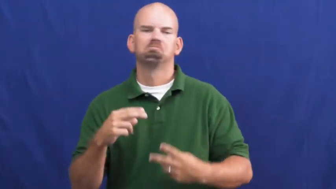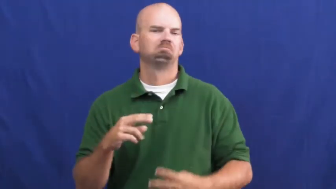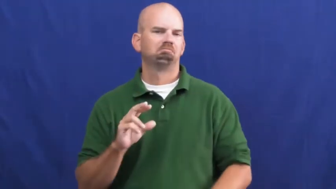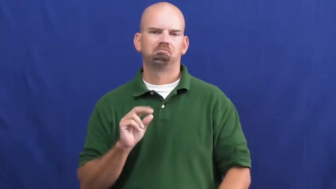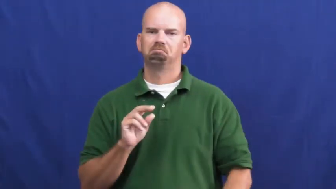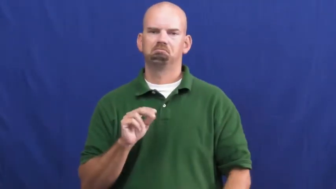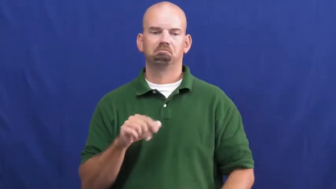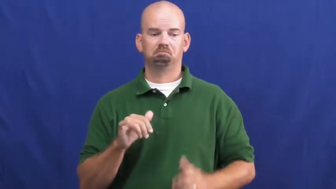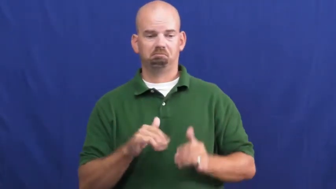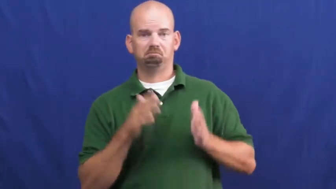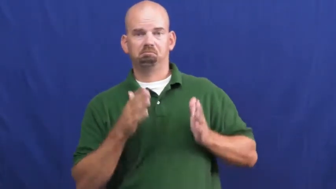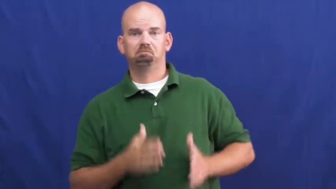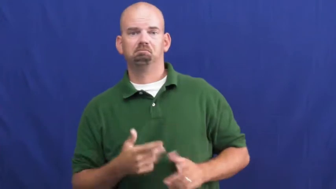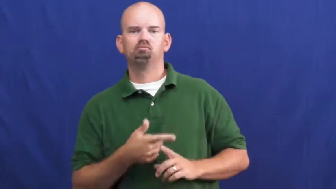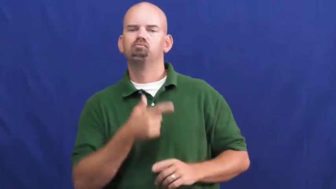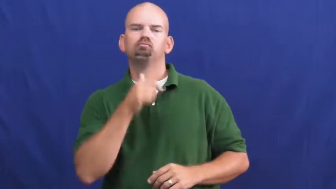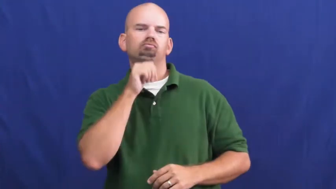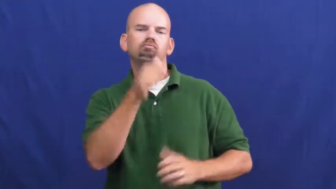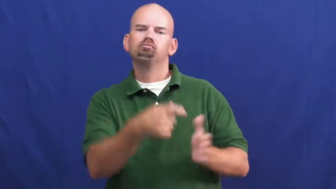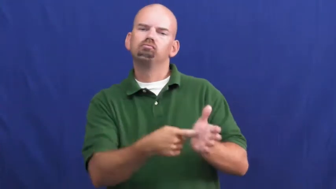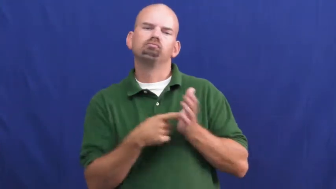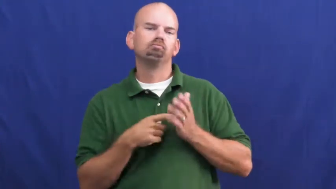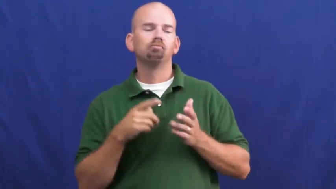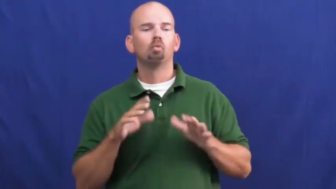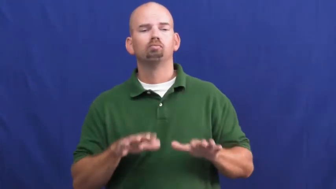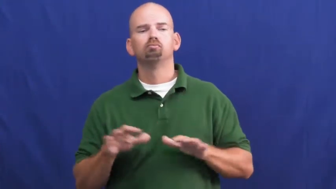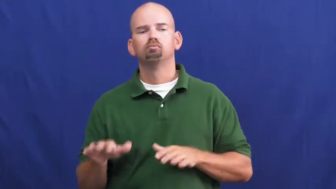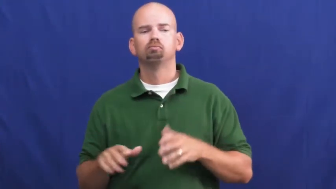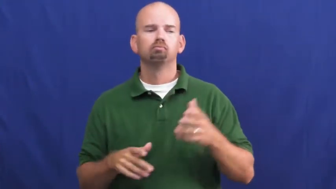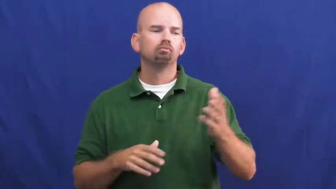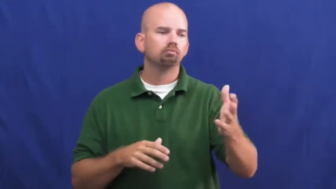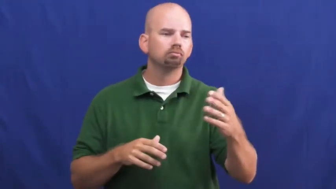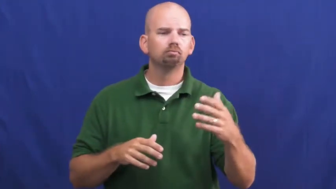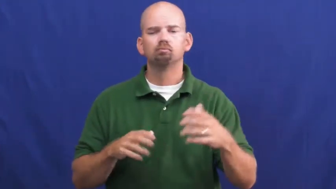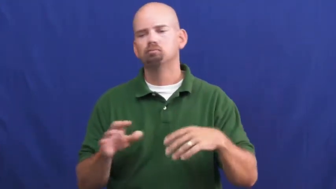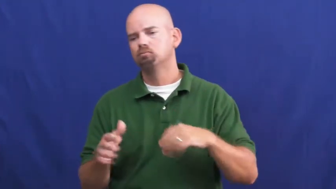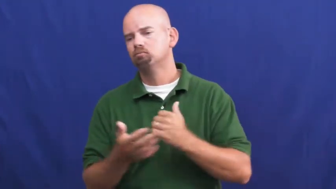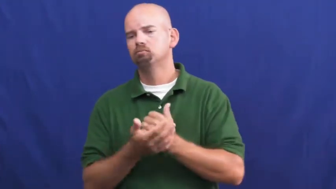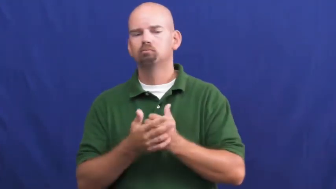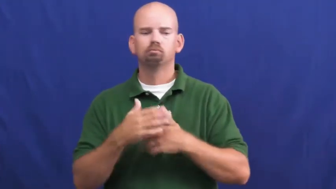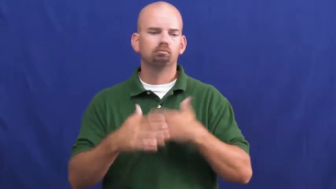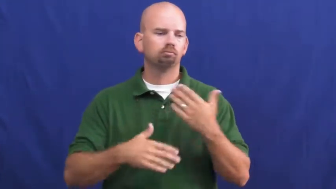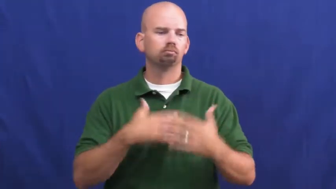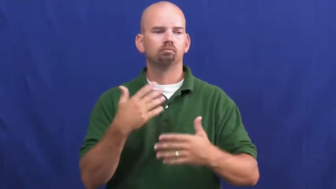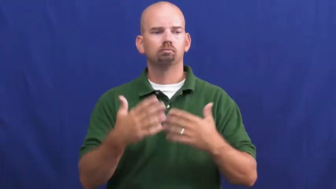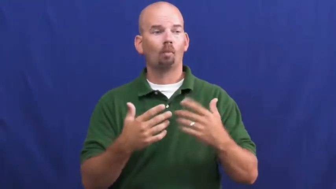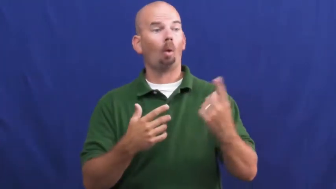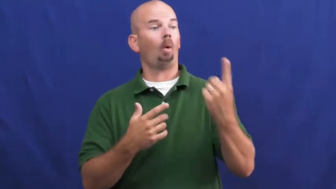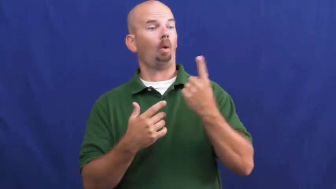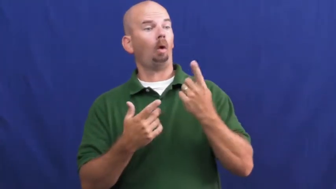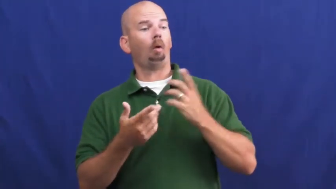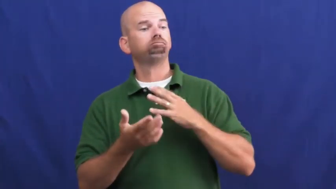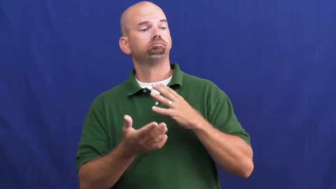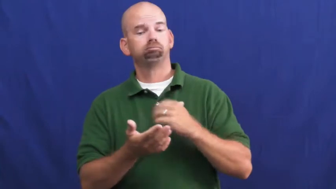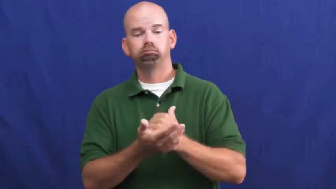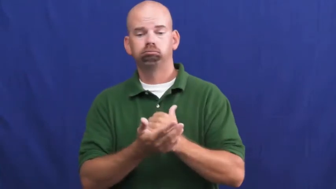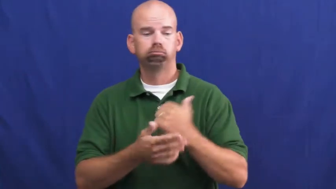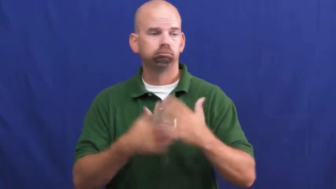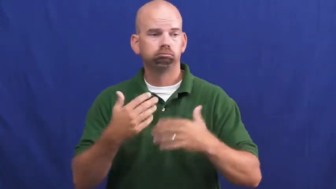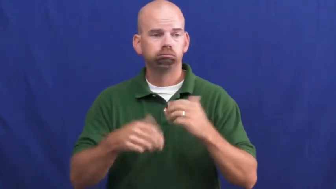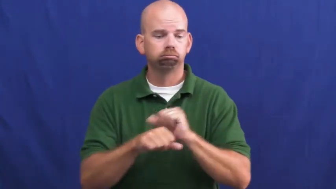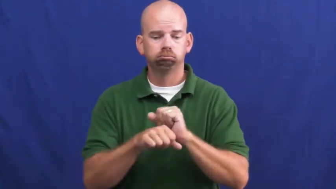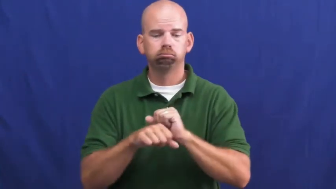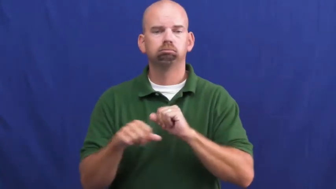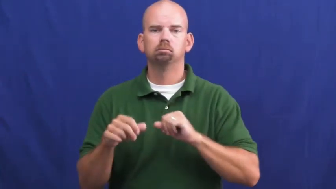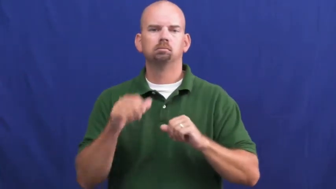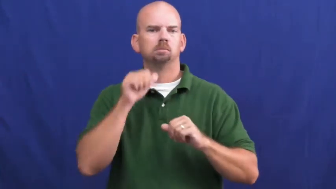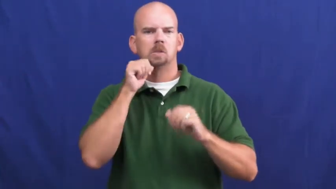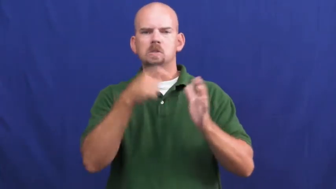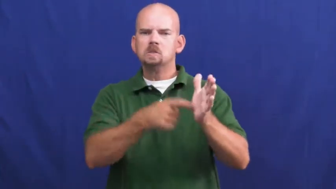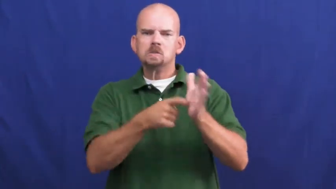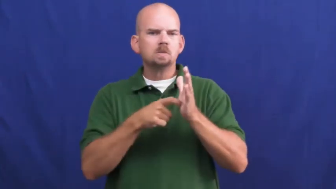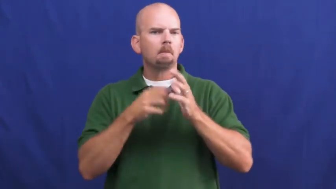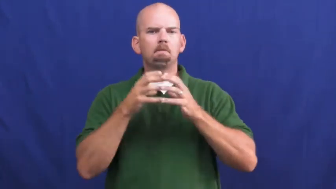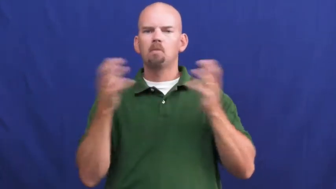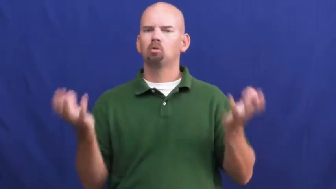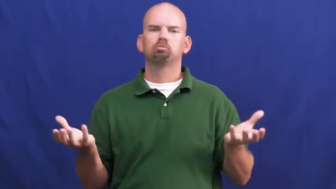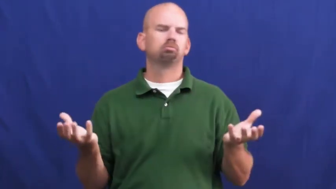undemanding